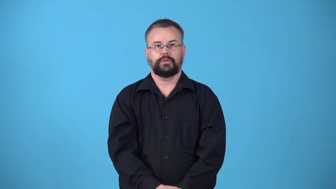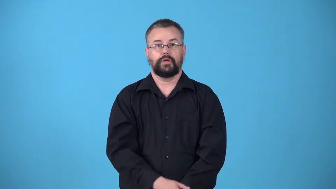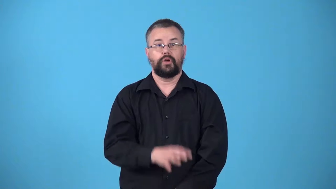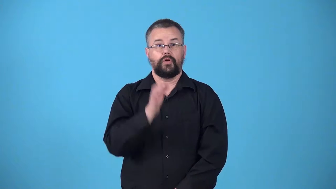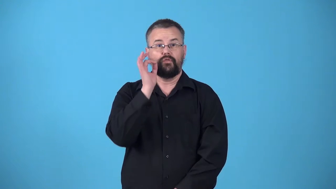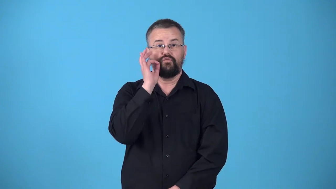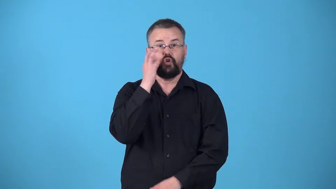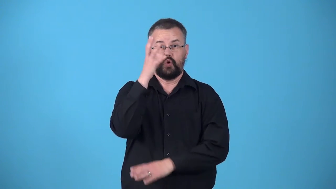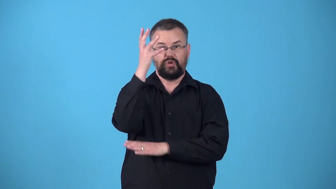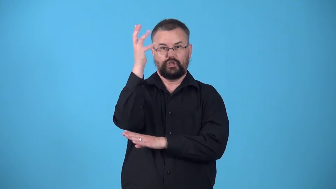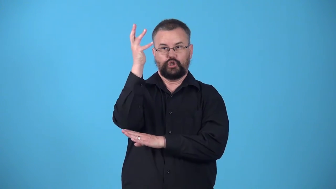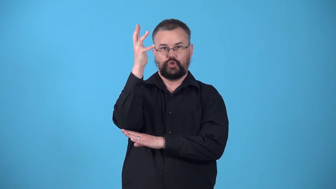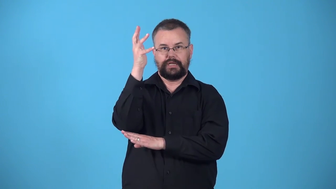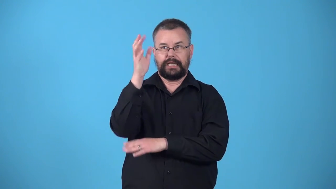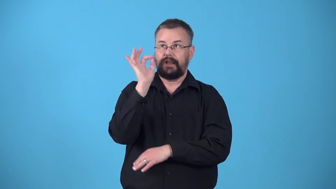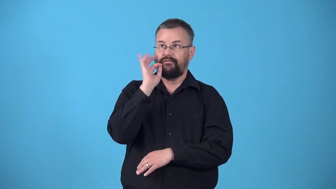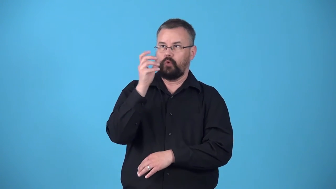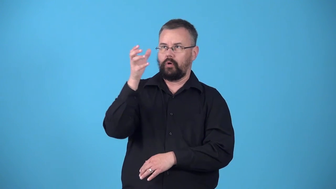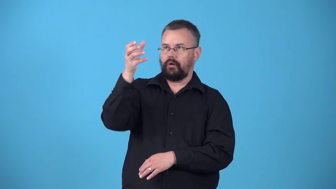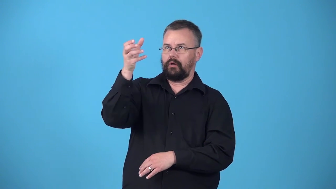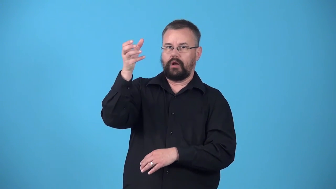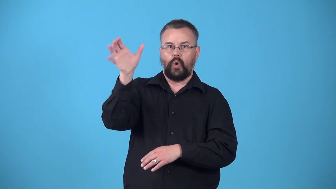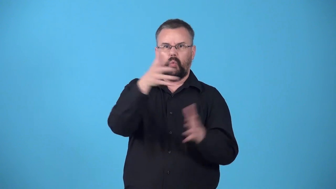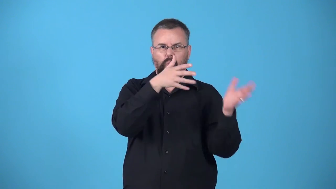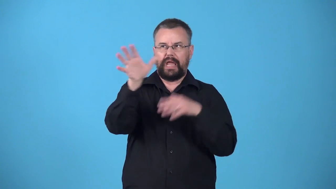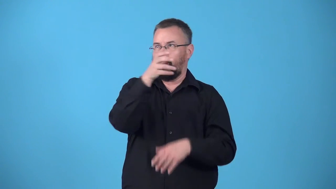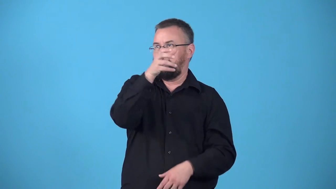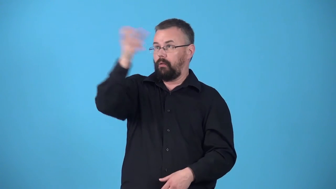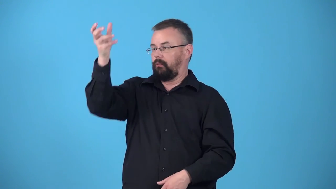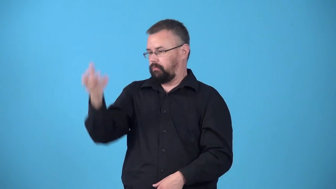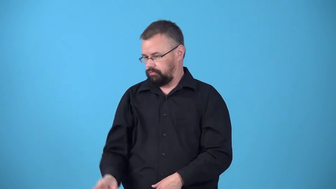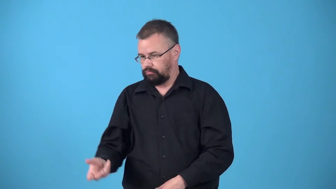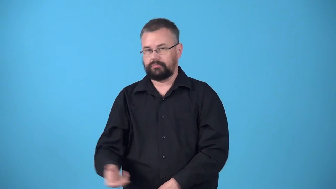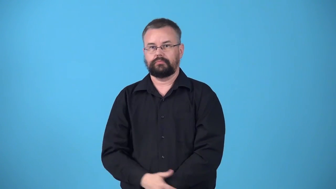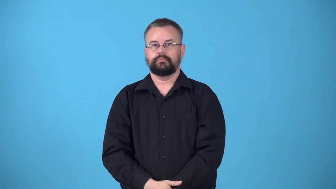windfall wind